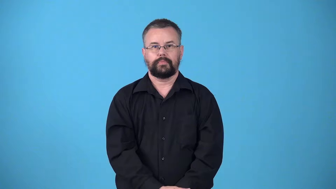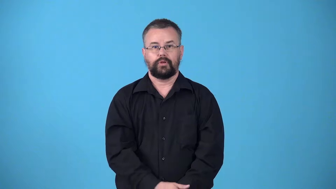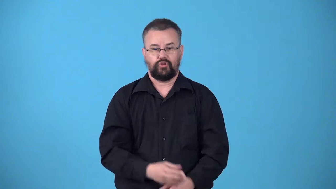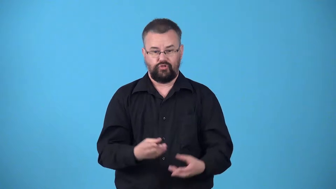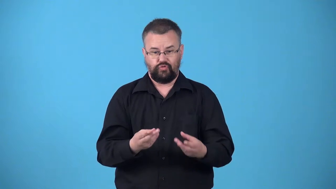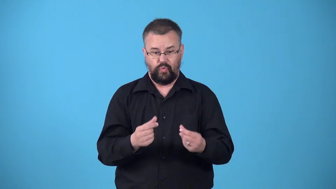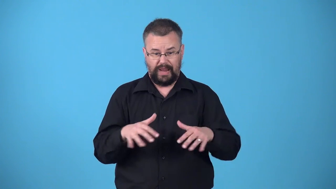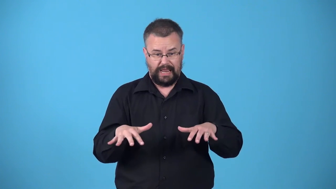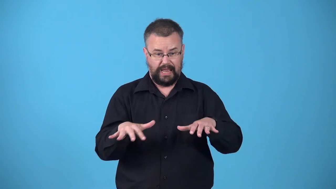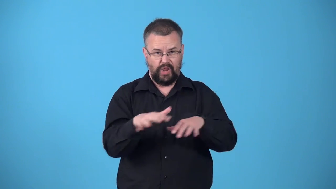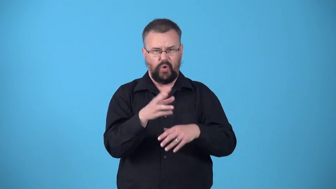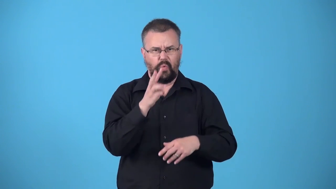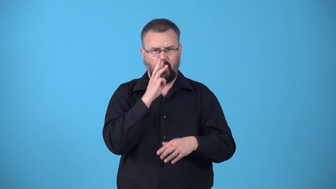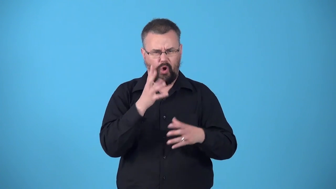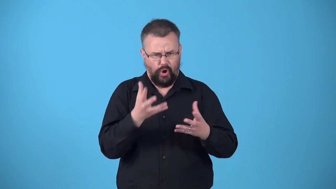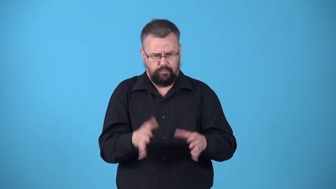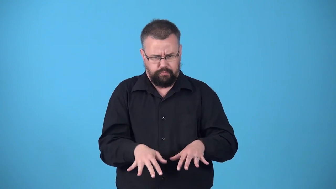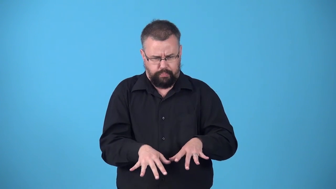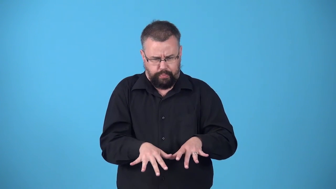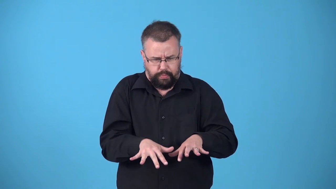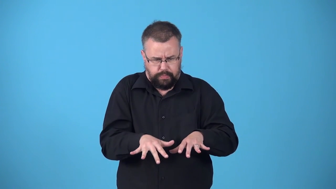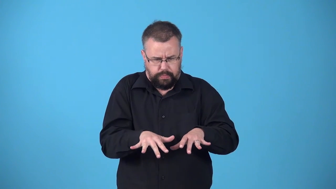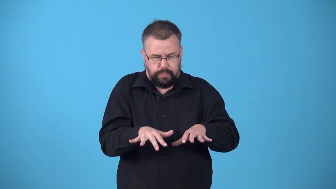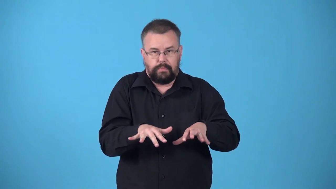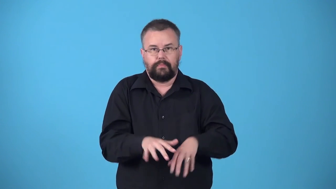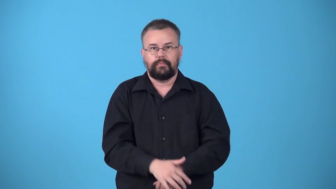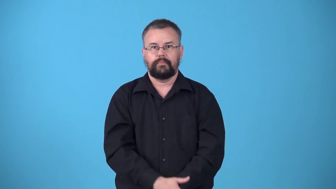waterlogged